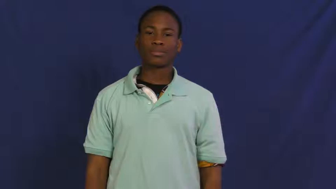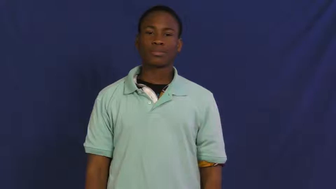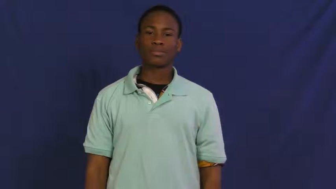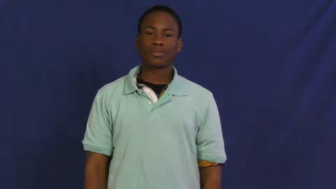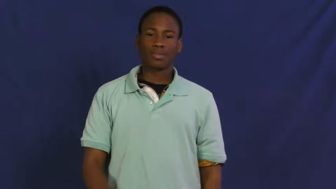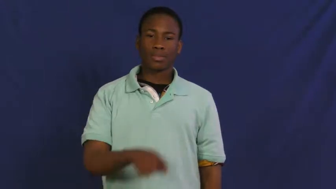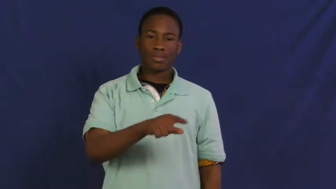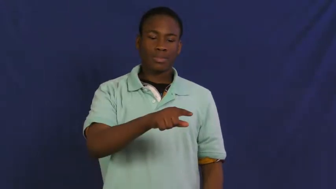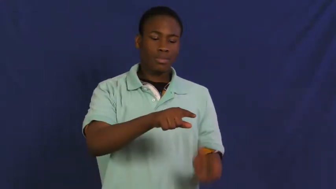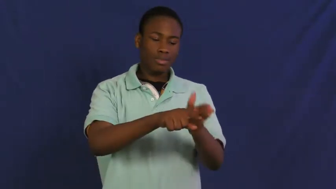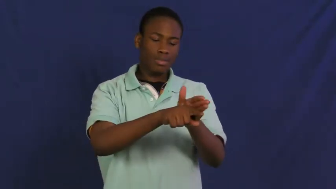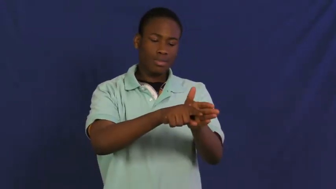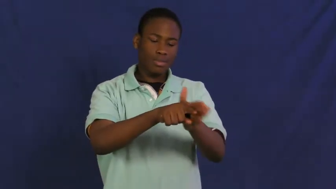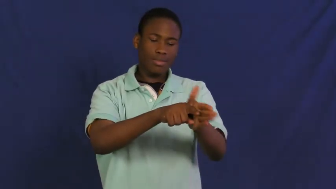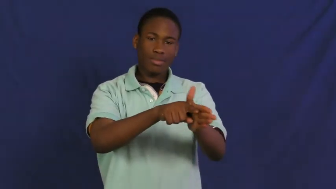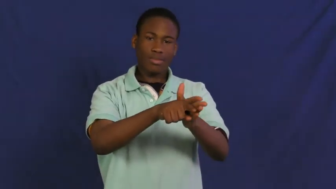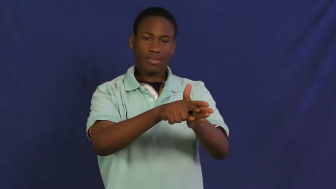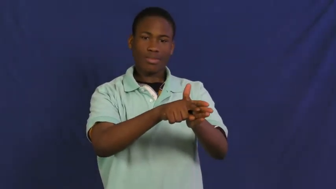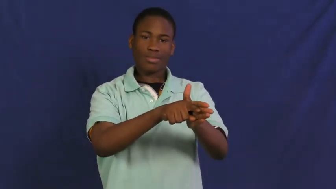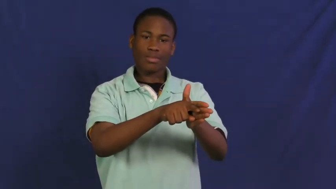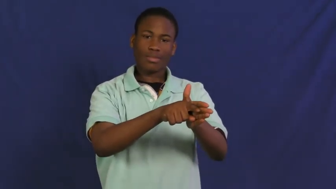friction